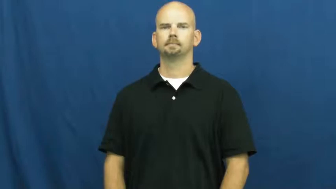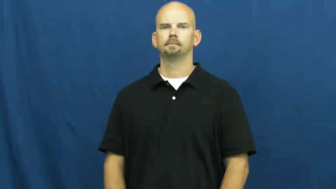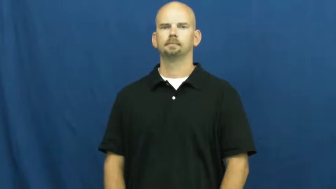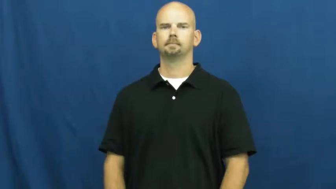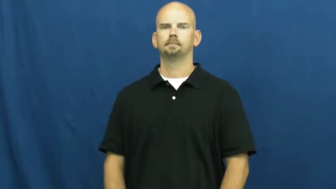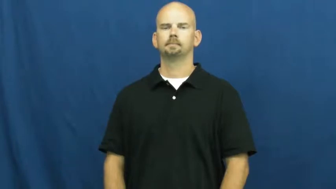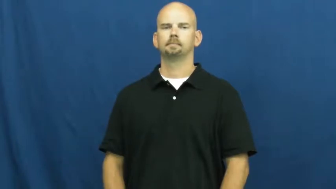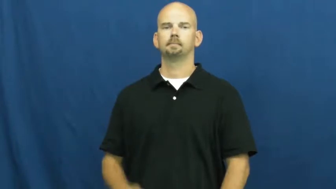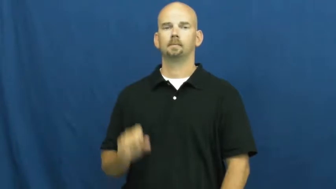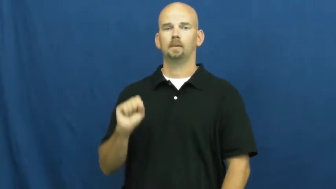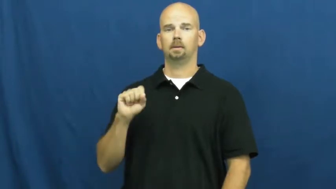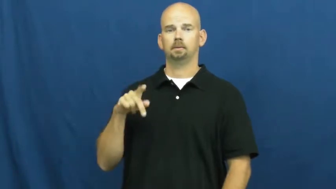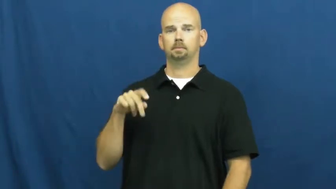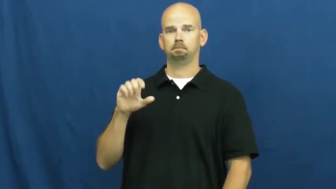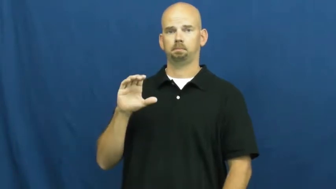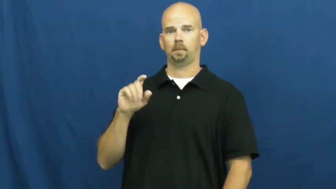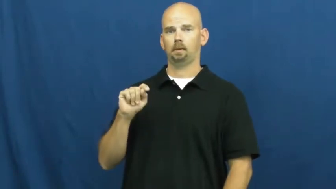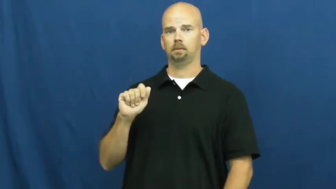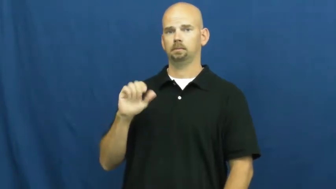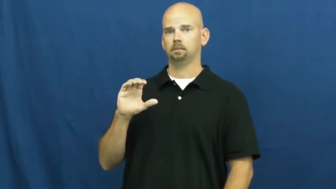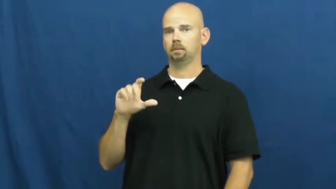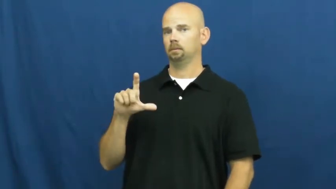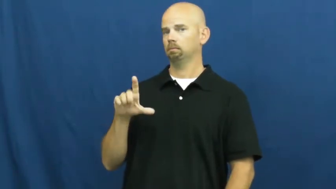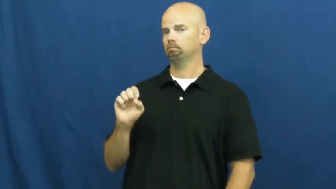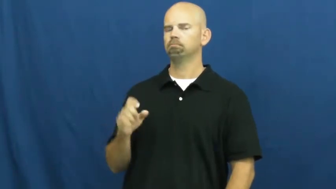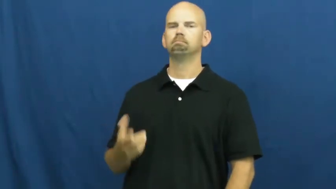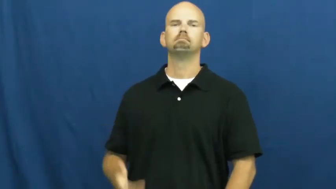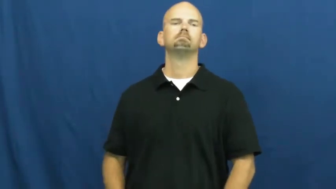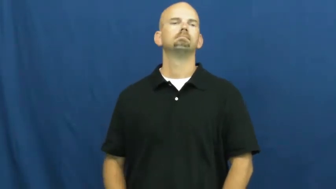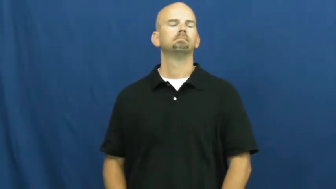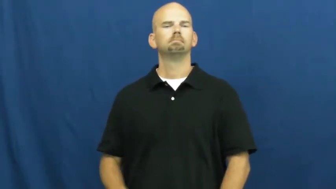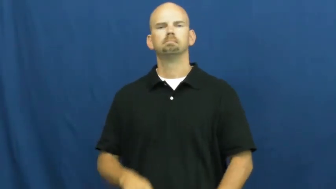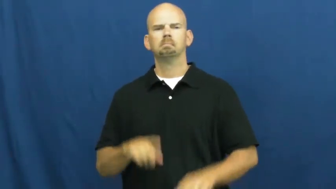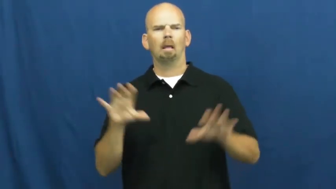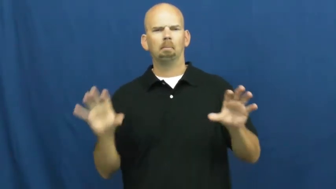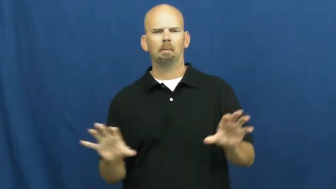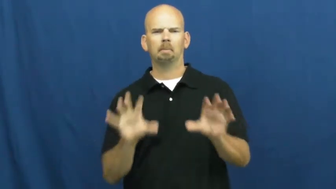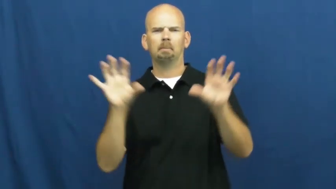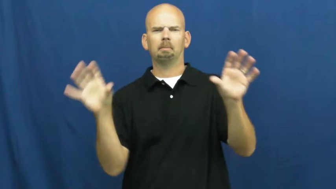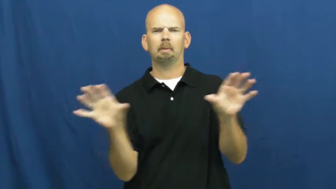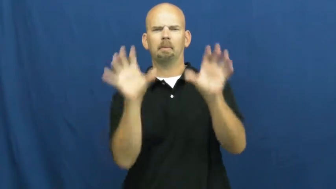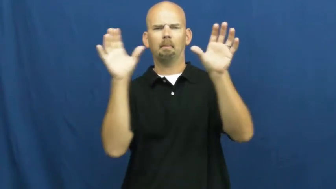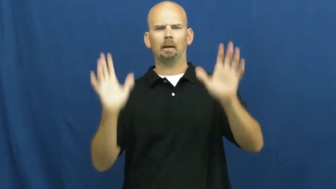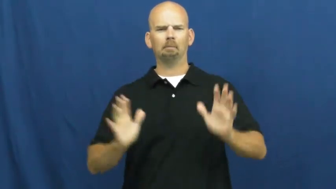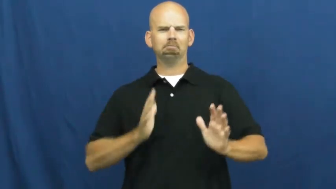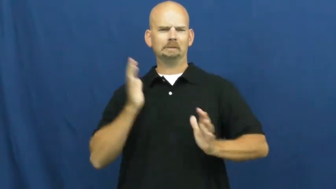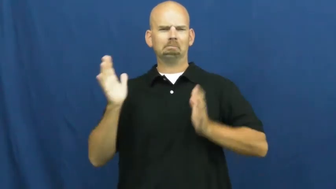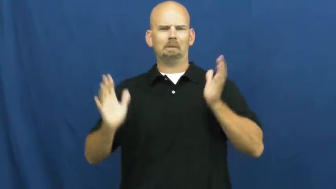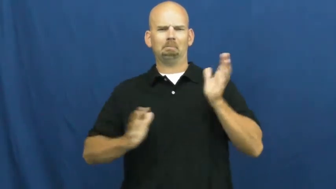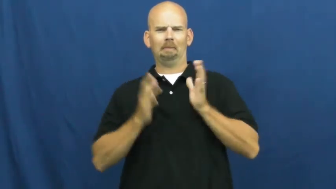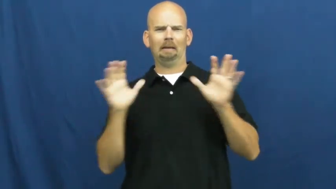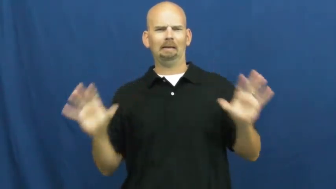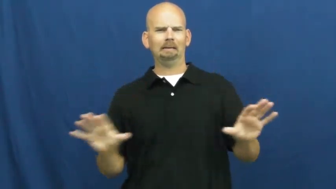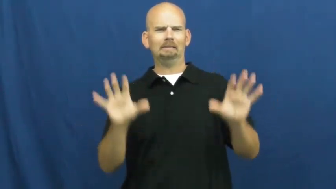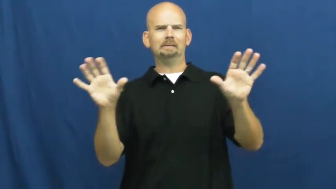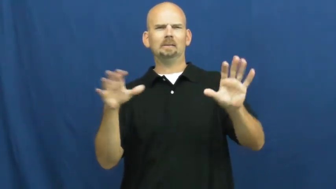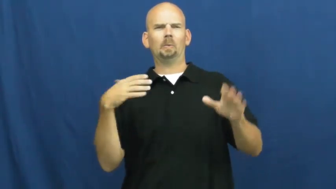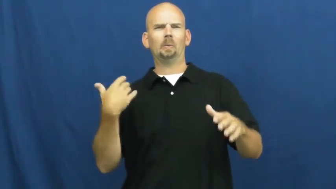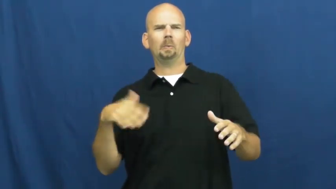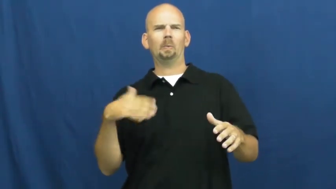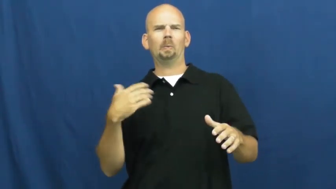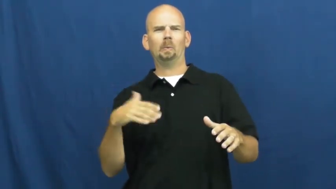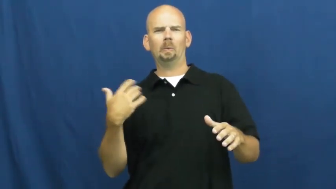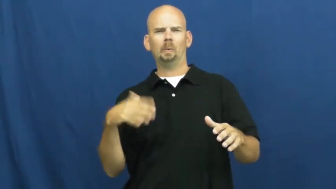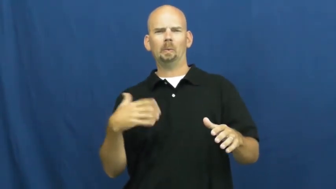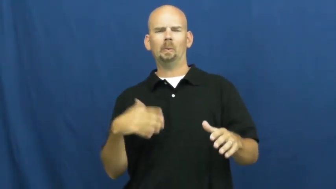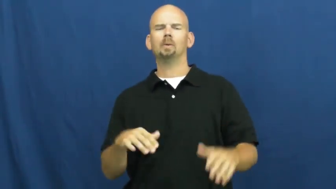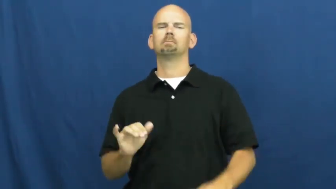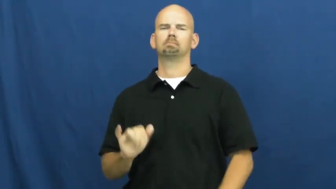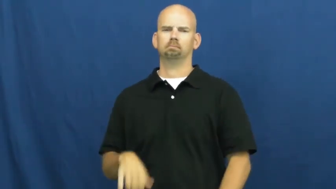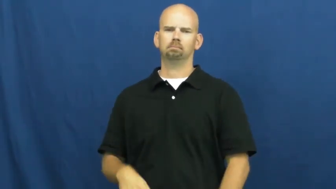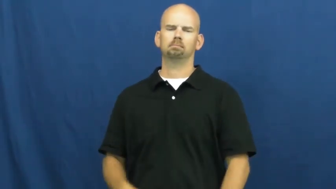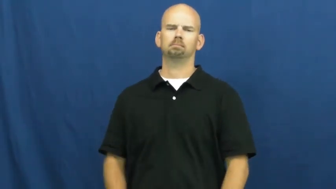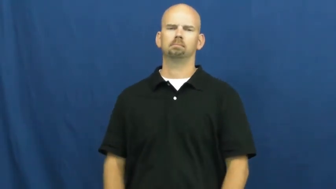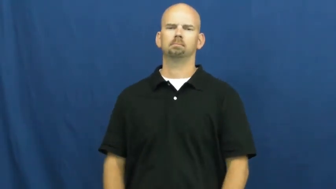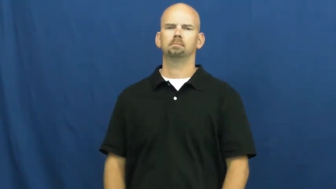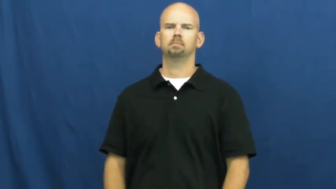spectacle